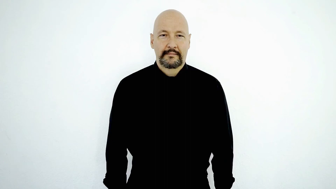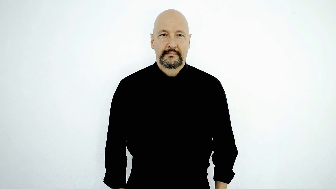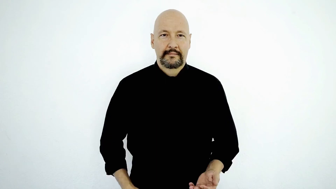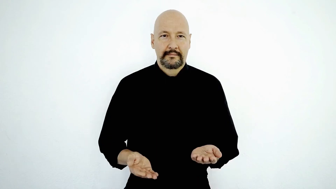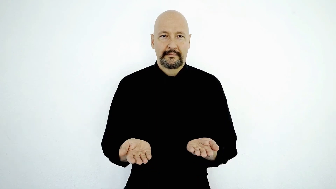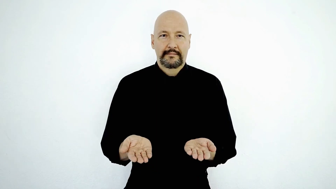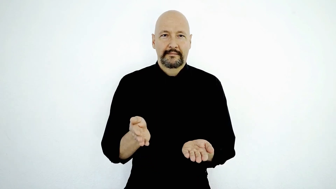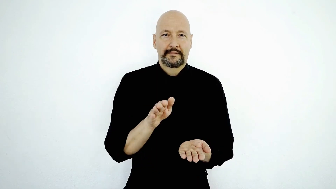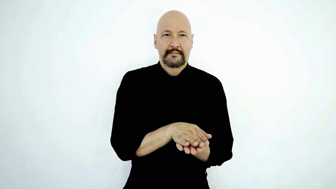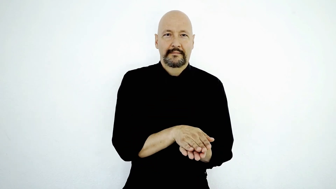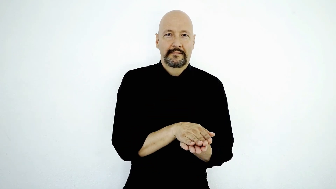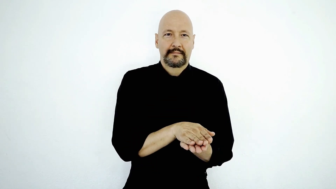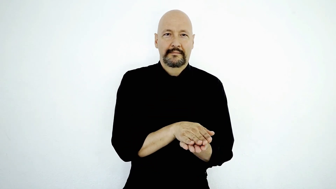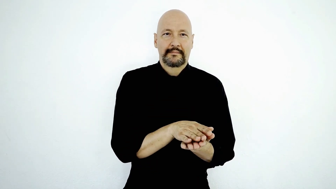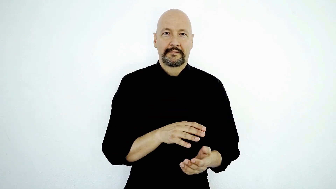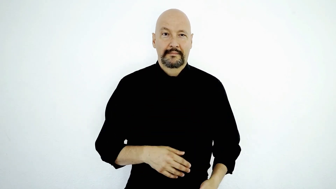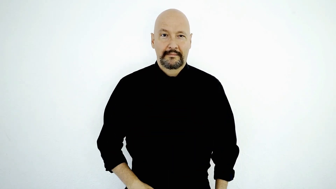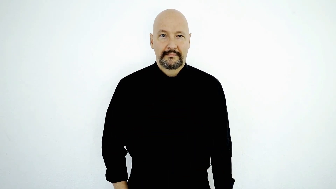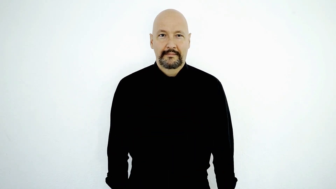BOOK CLOSE